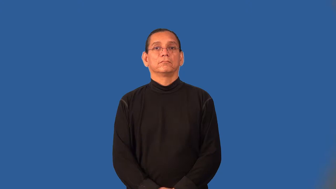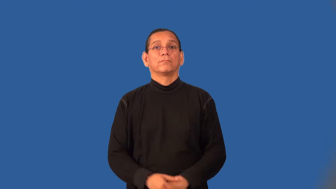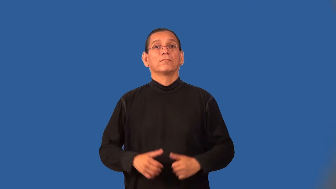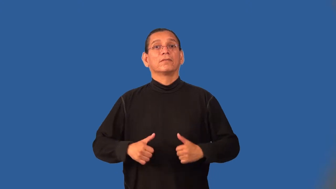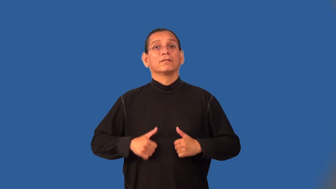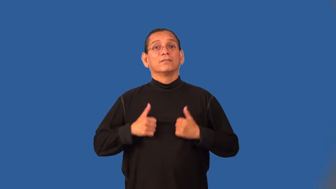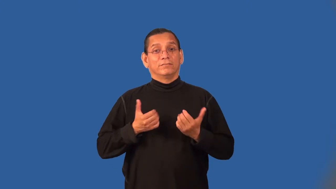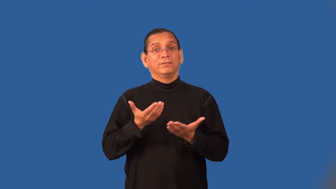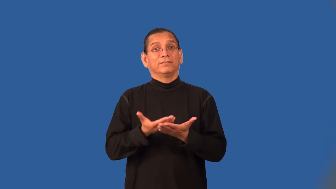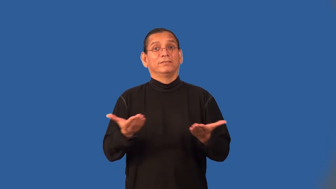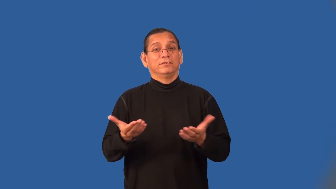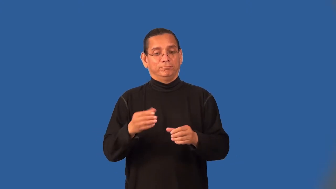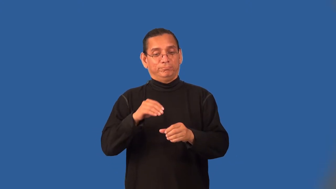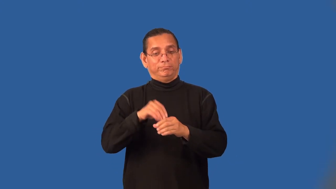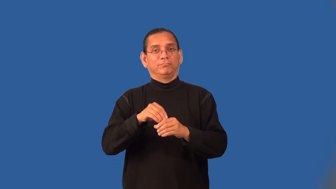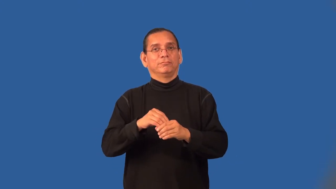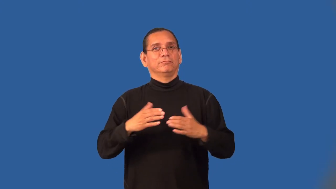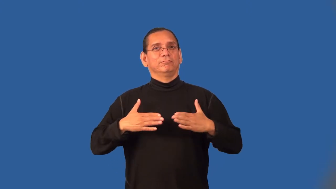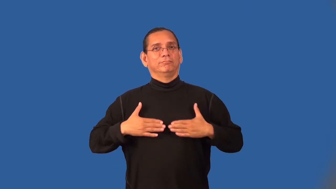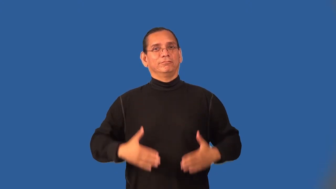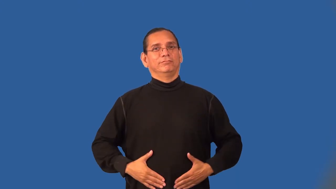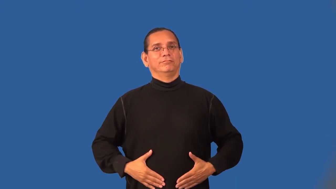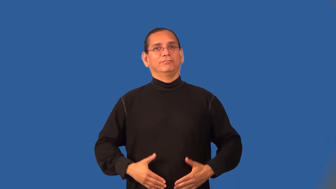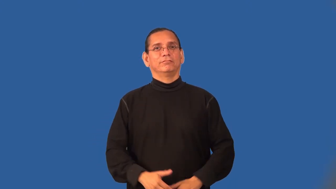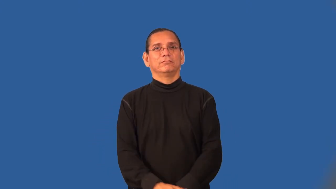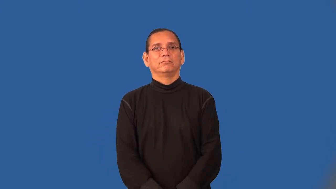tissue-body